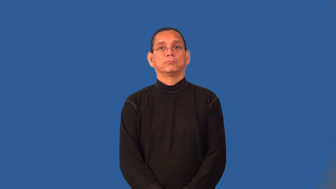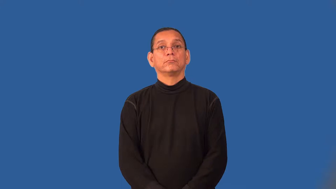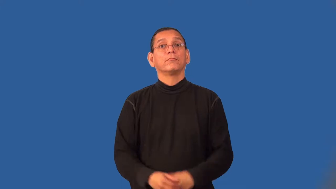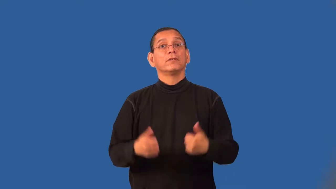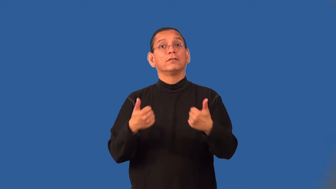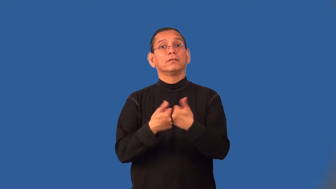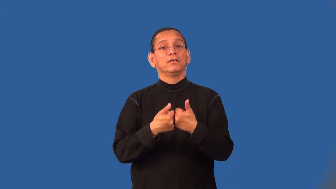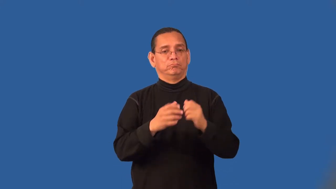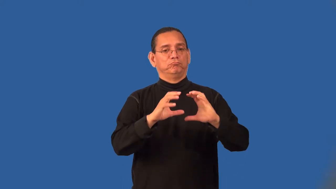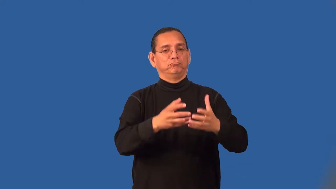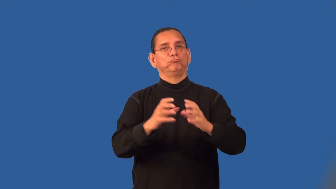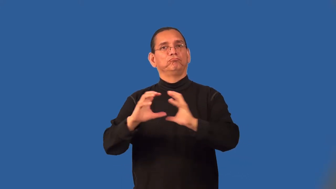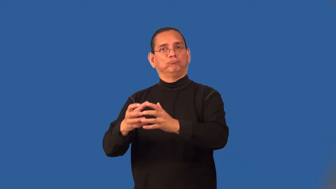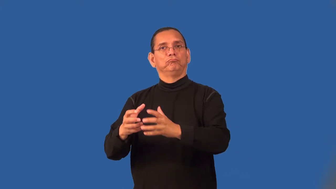set-tennis